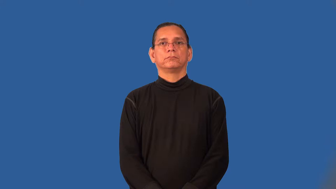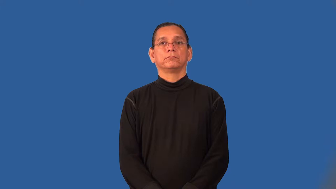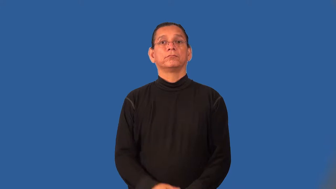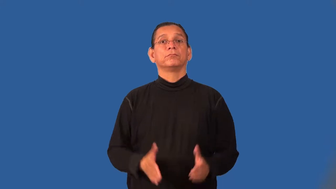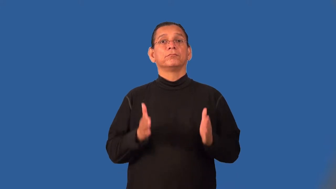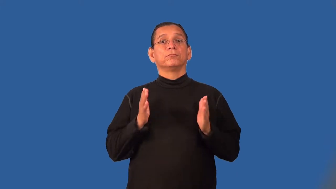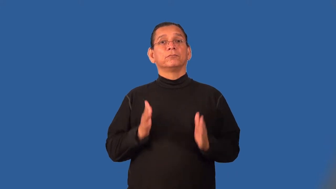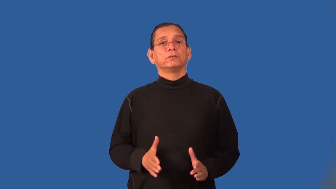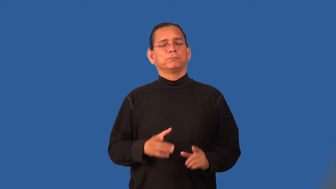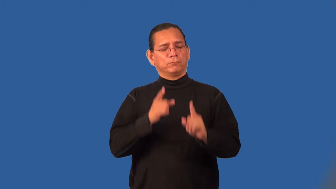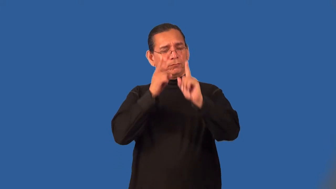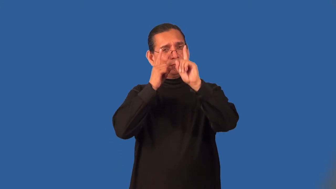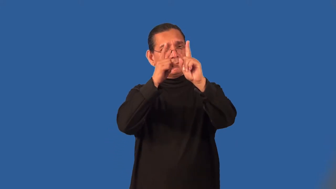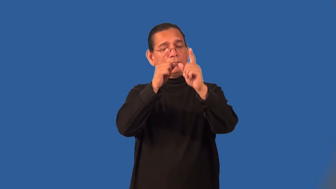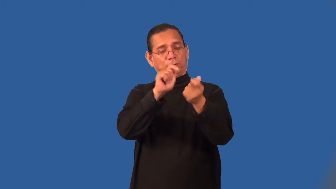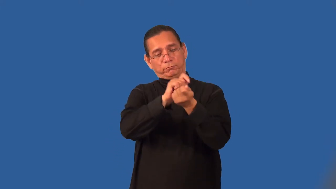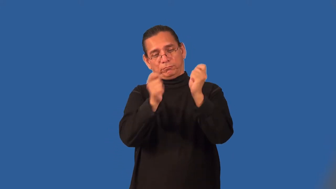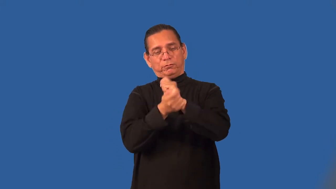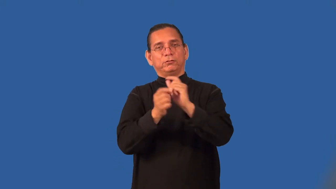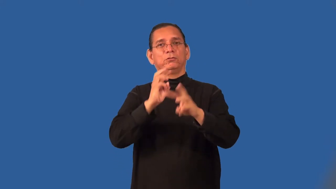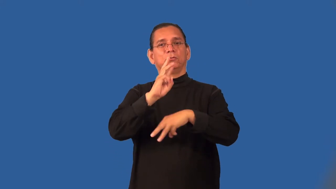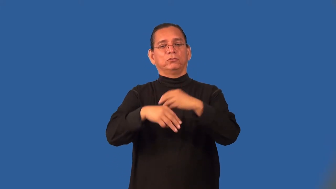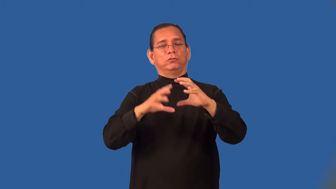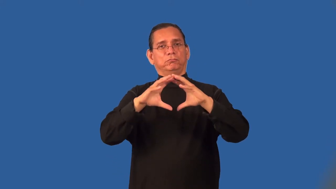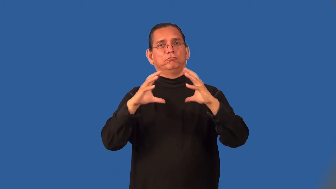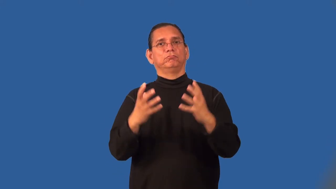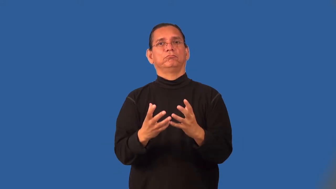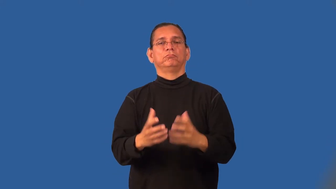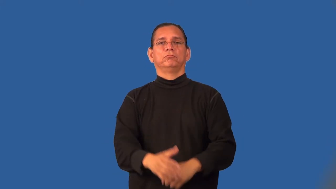revolutionist